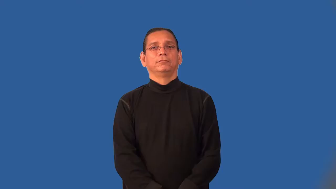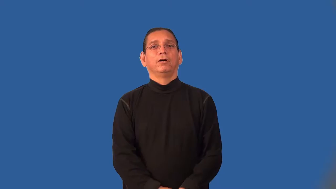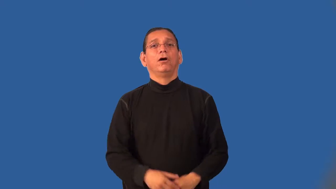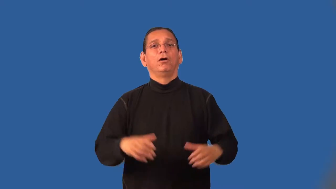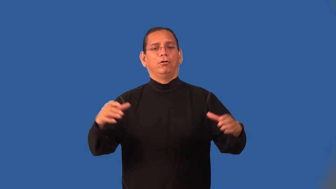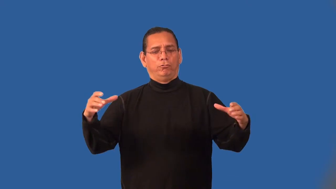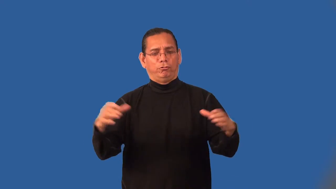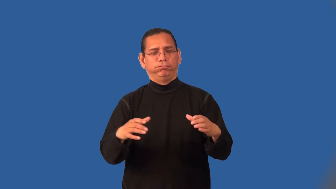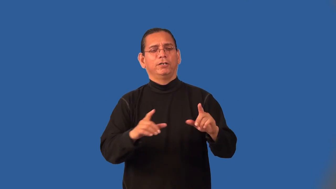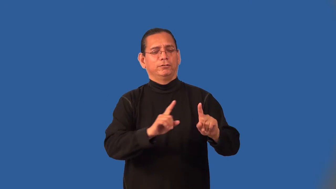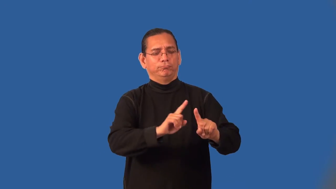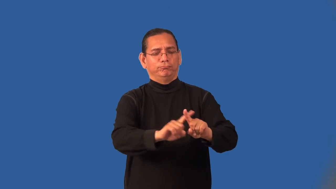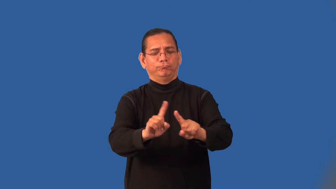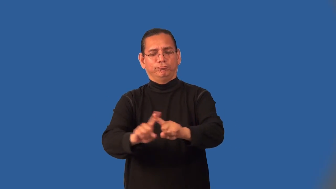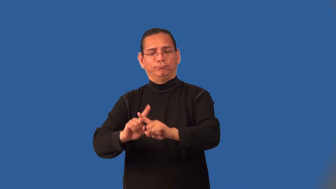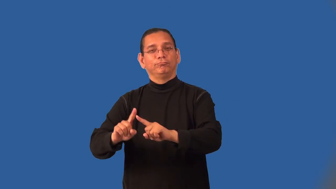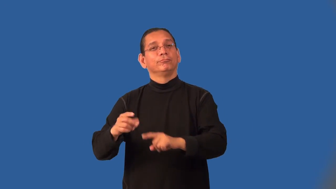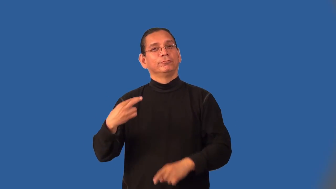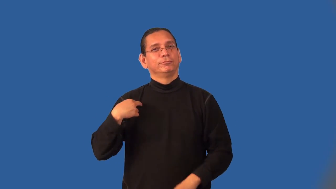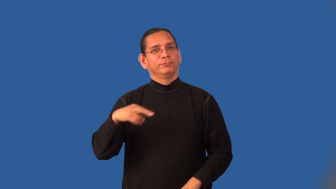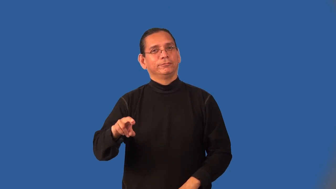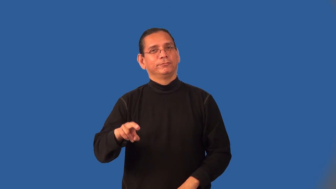interfaith